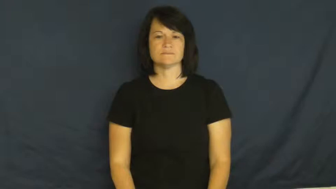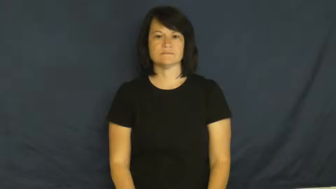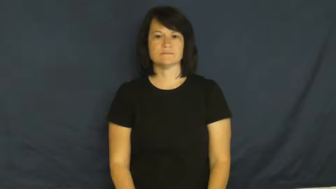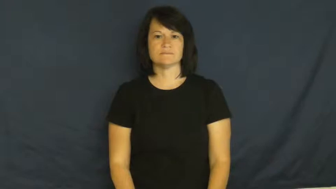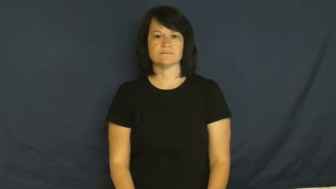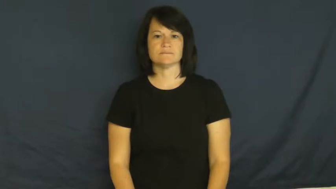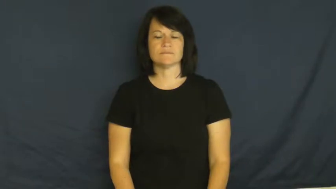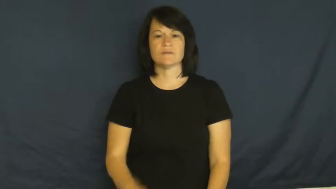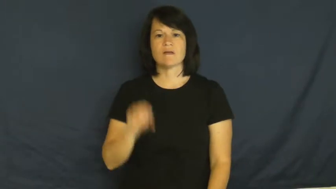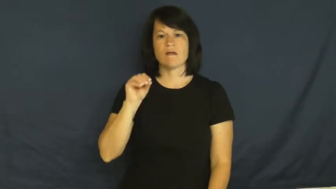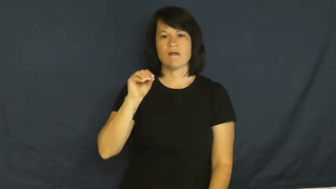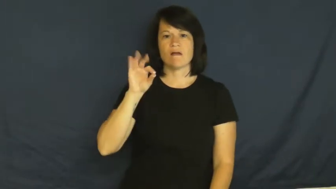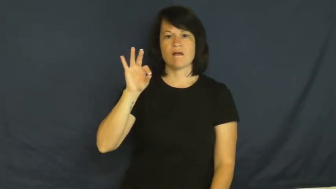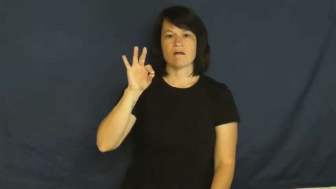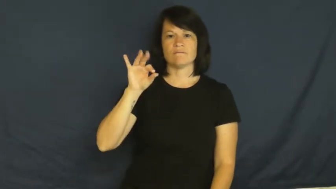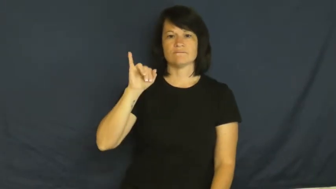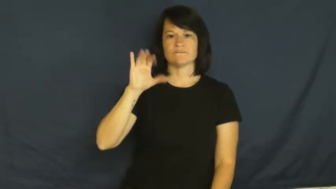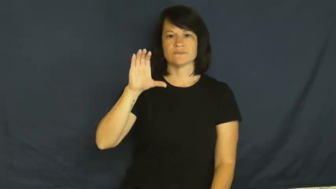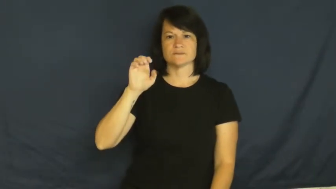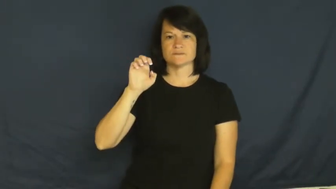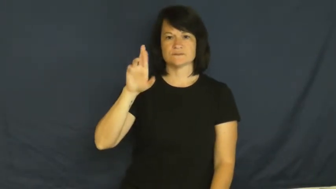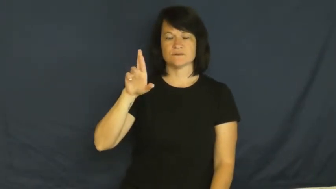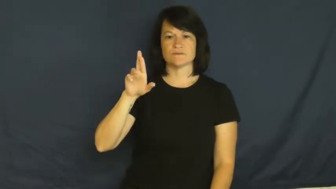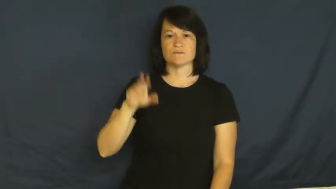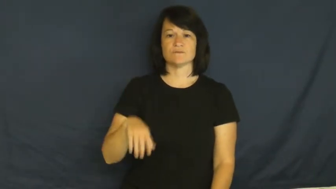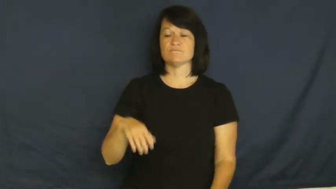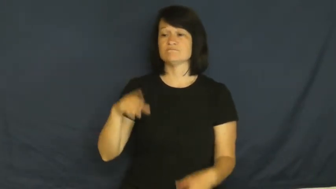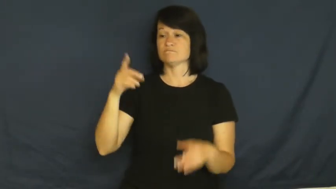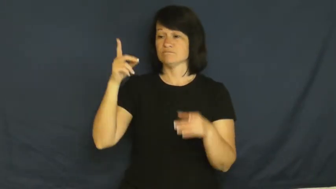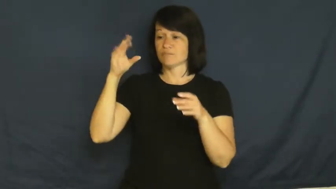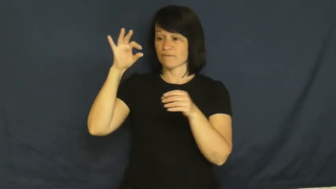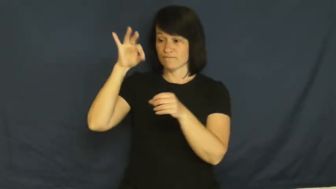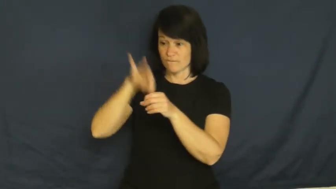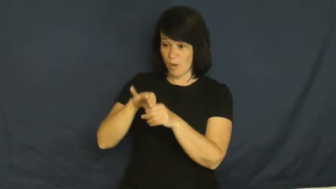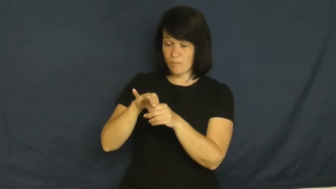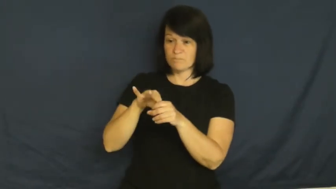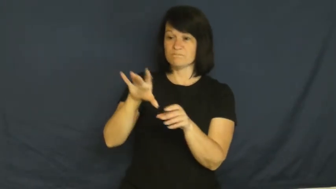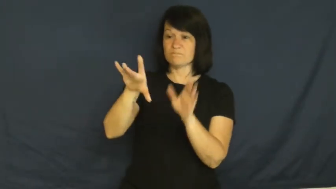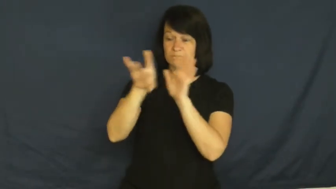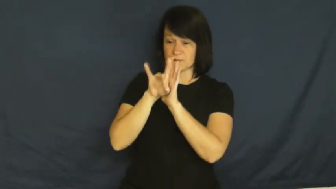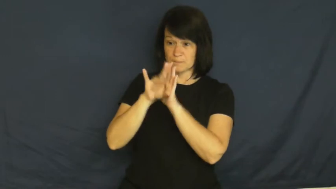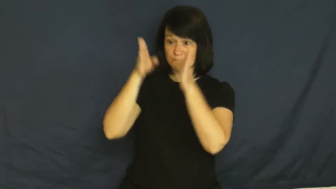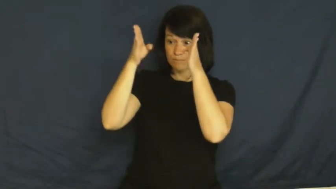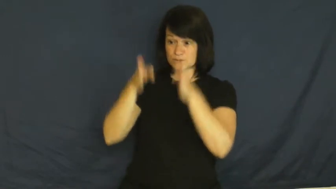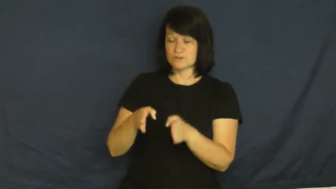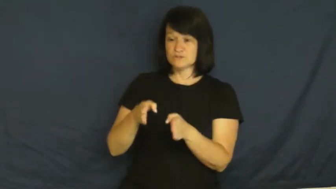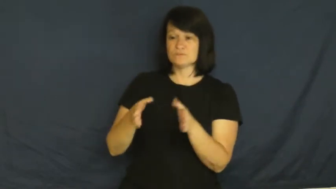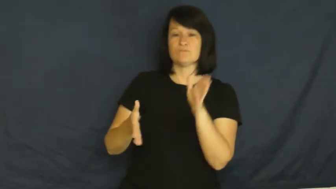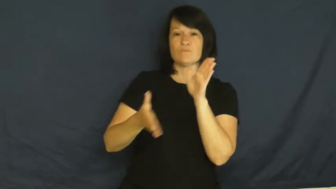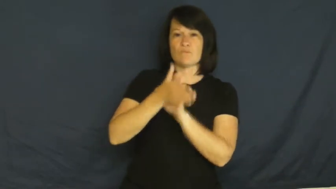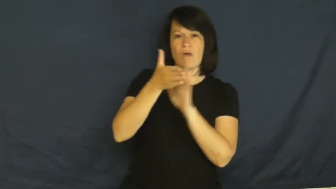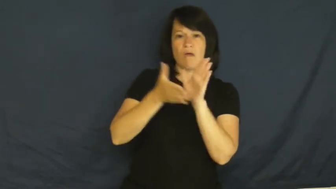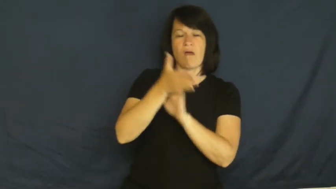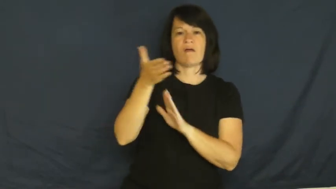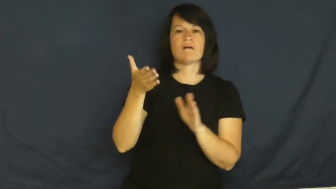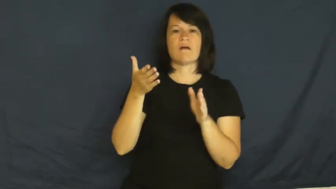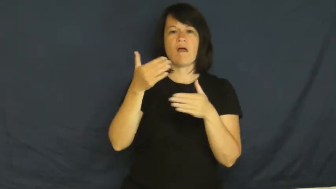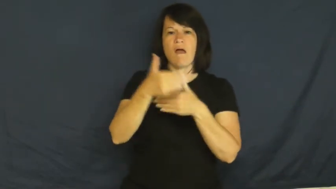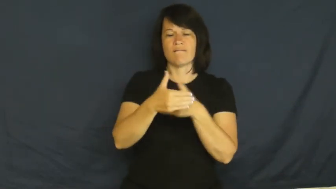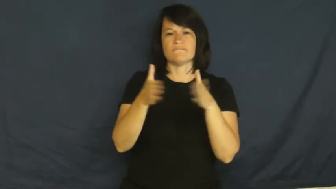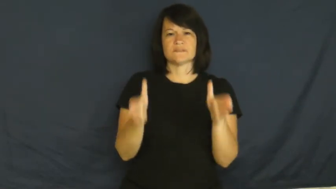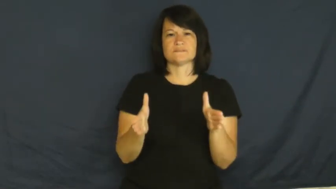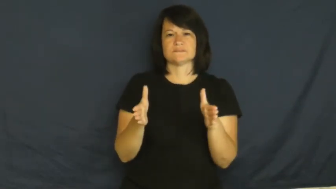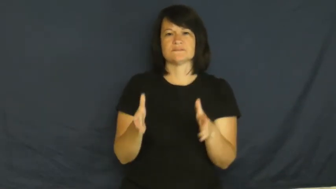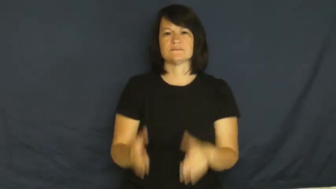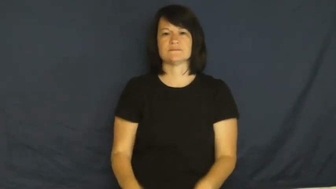officer-government